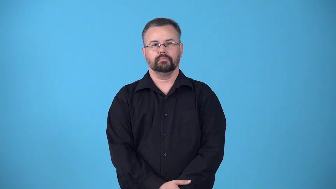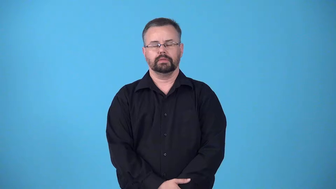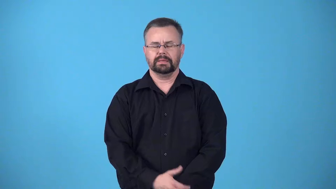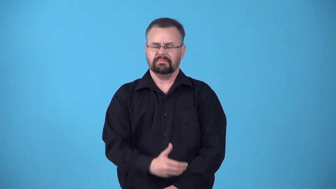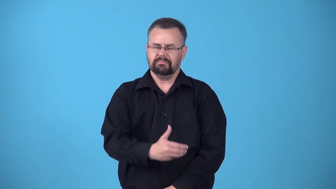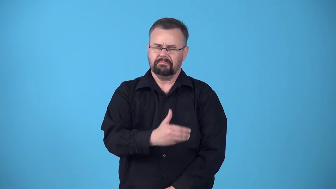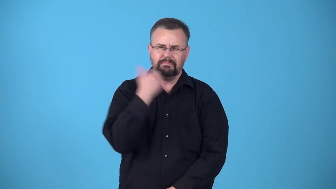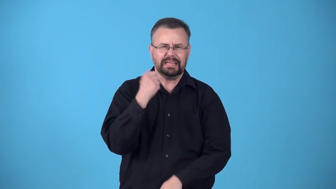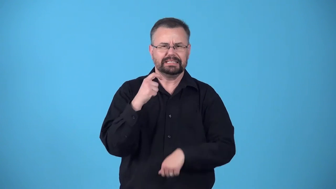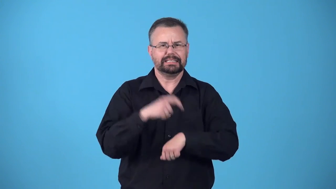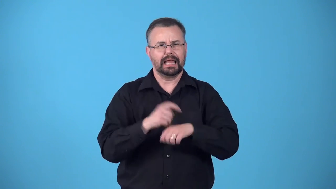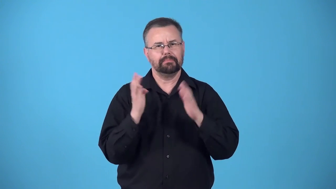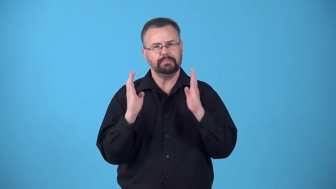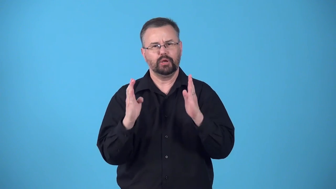bloom,blossom-best period of time